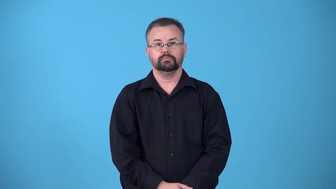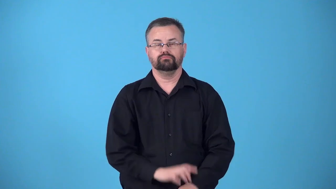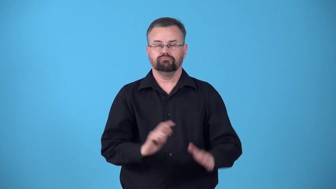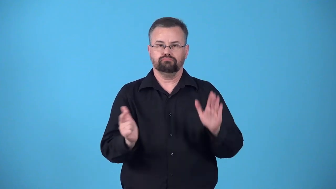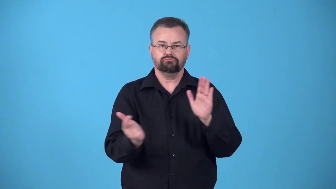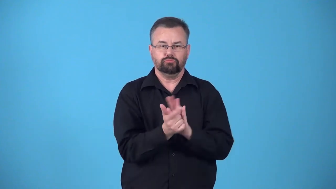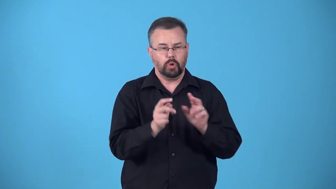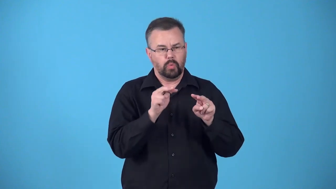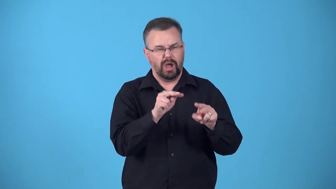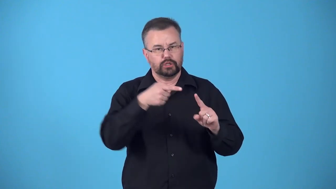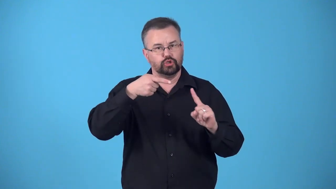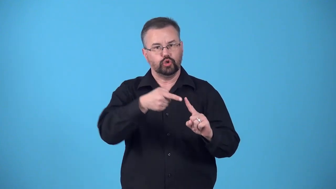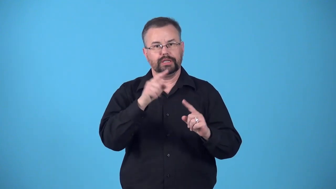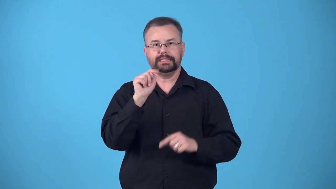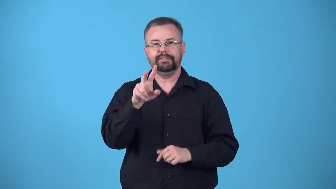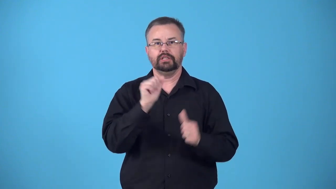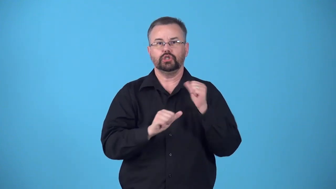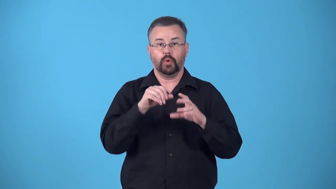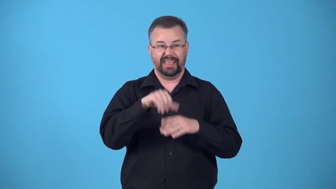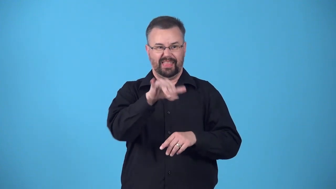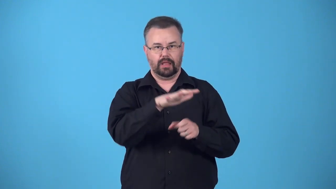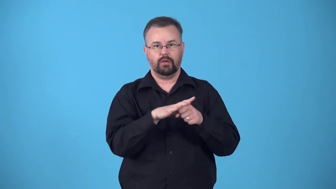blackout-not allowed to see a tv program in an area